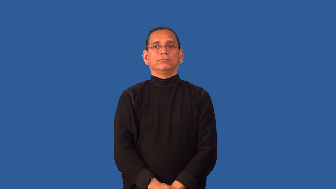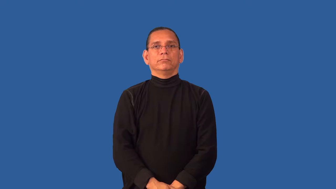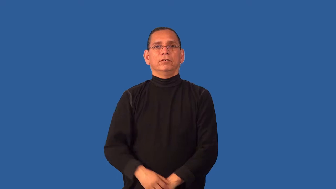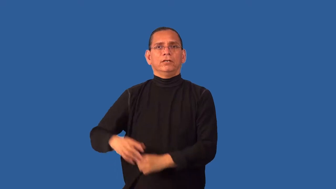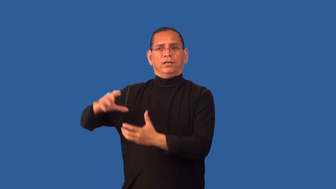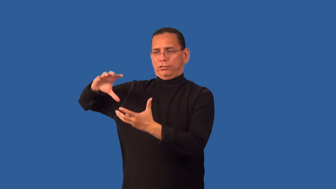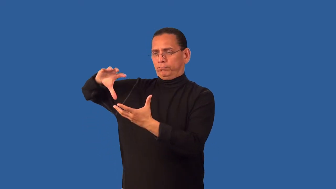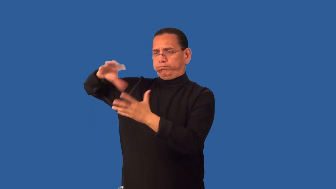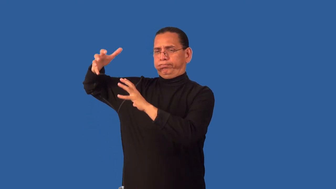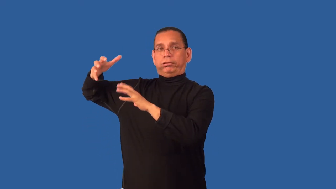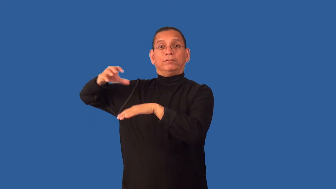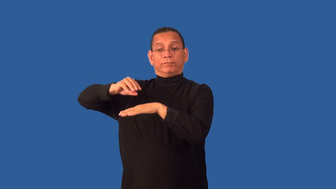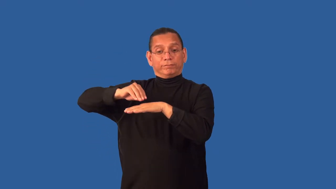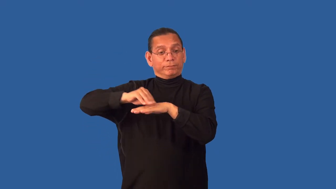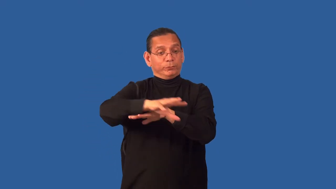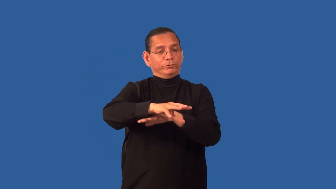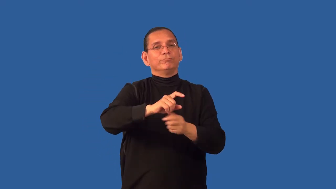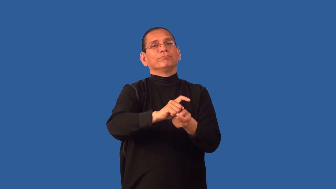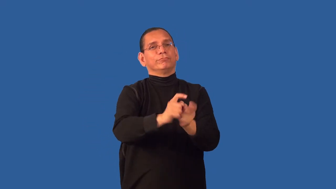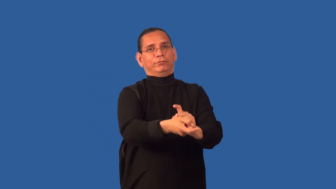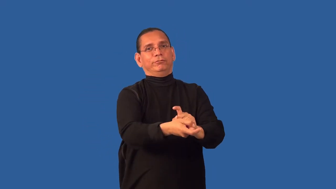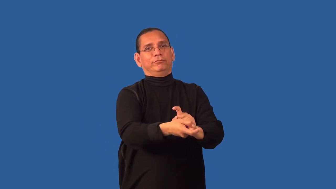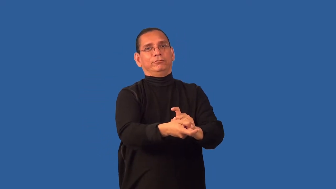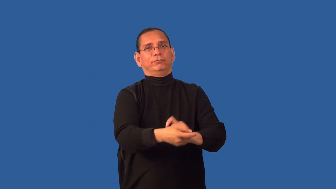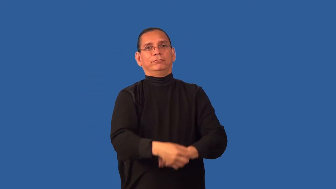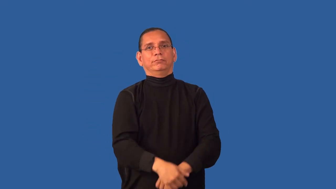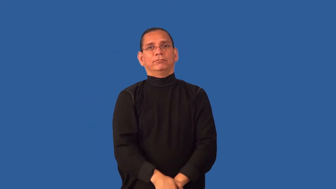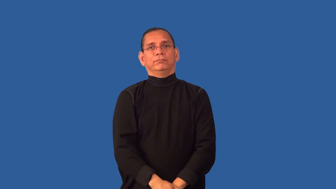dampen-restraint